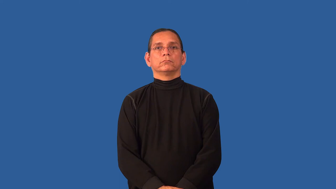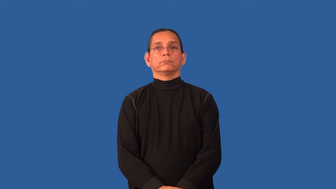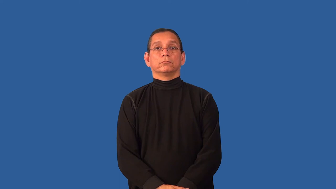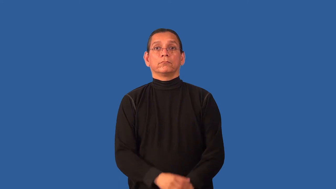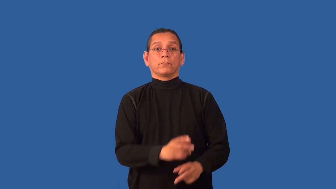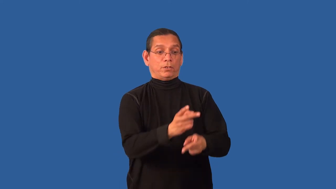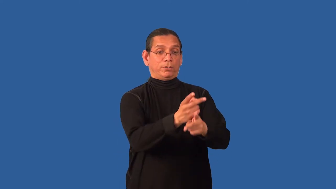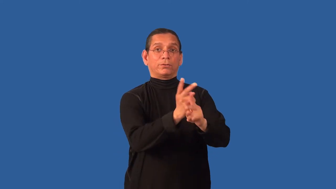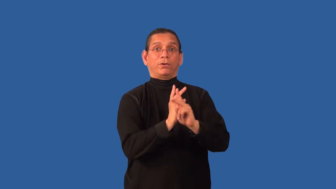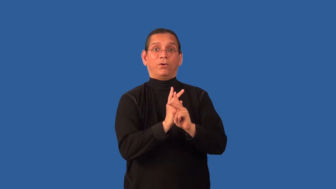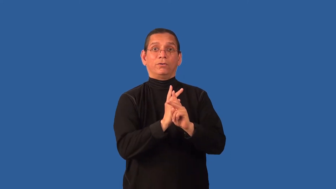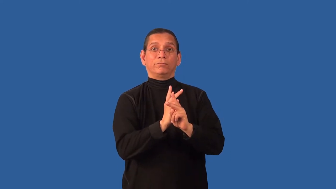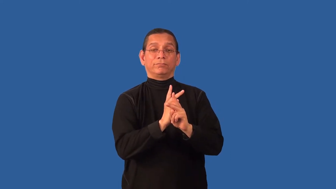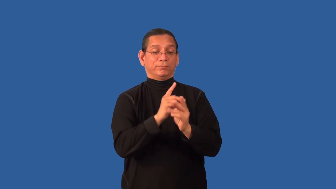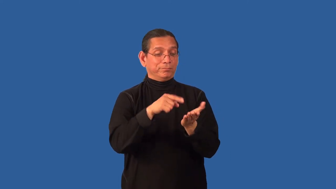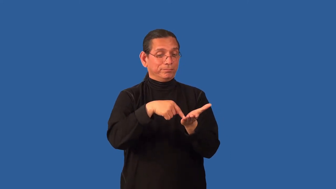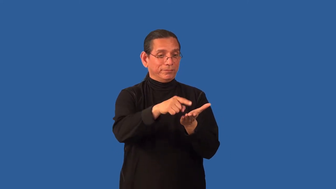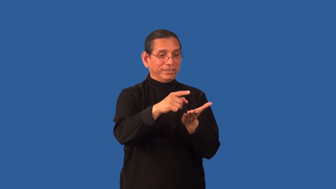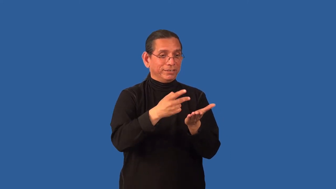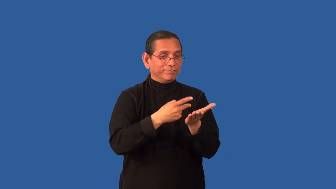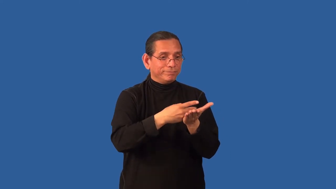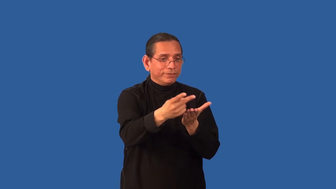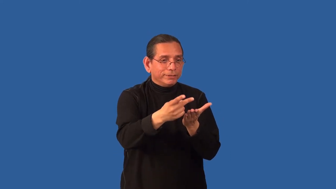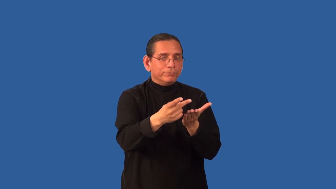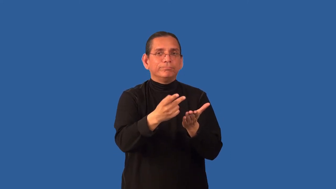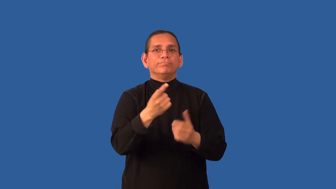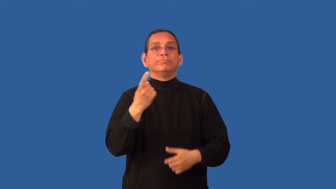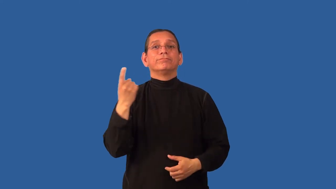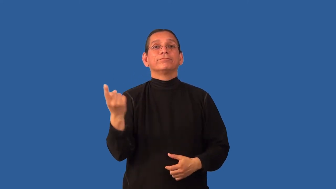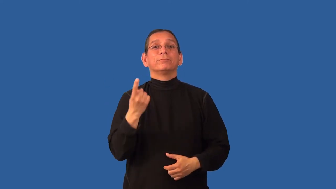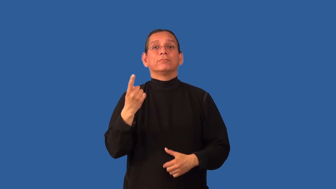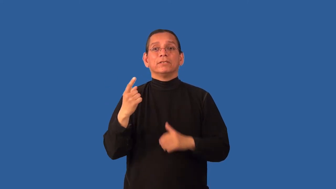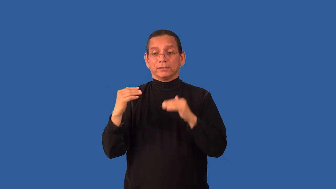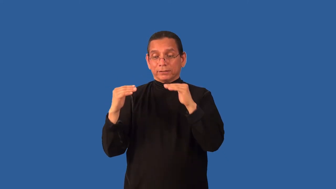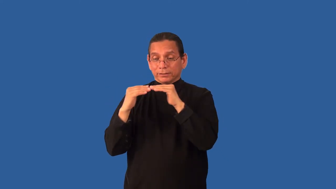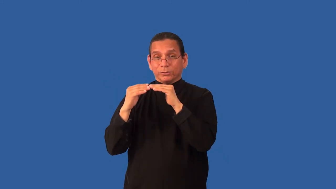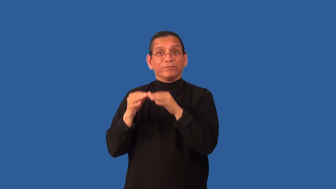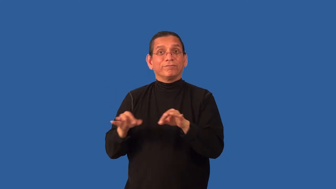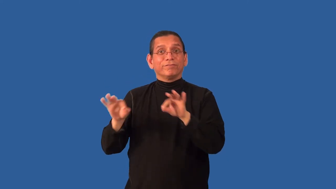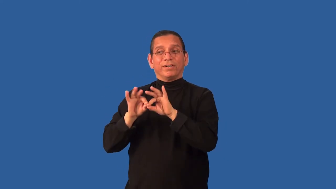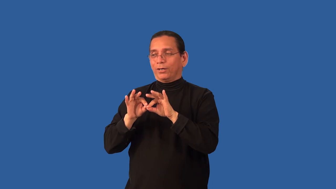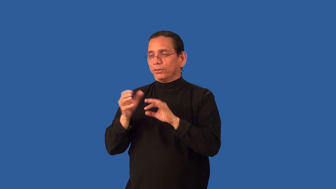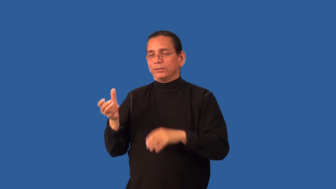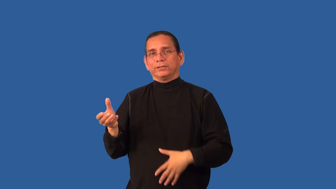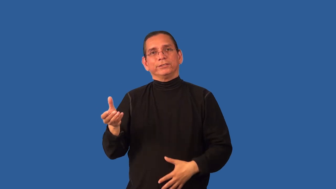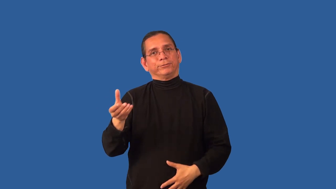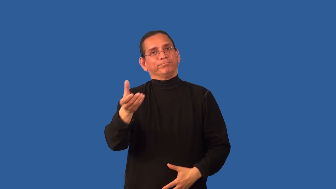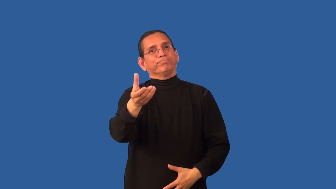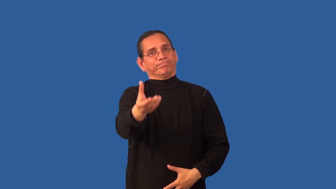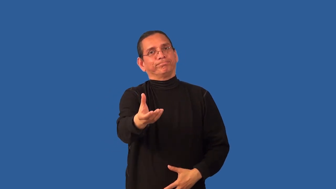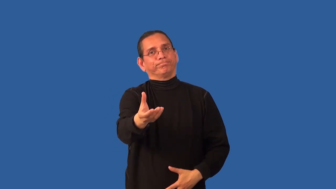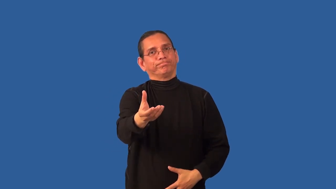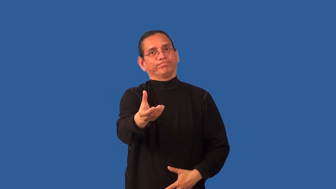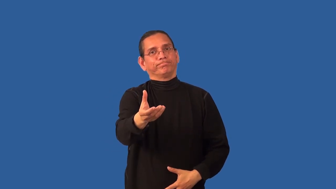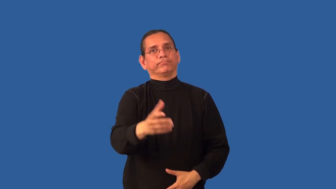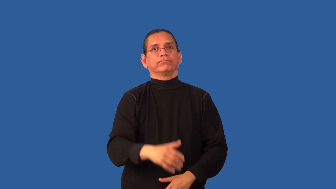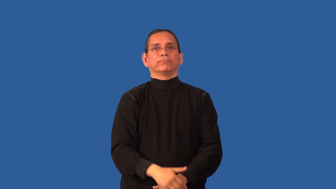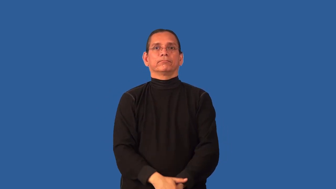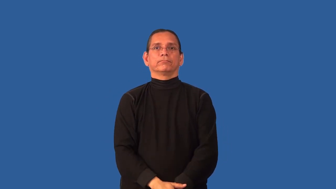collateral